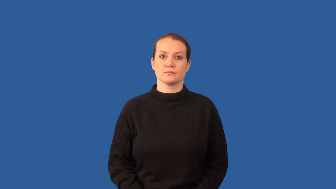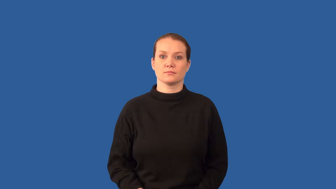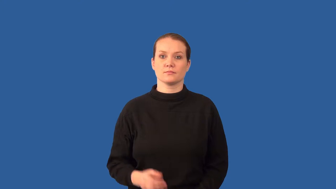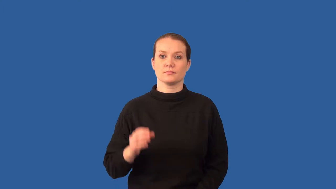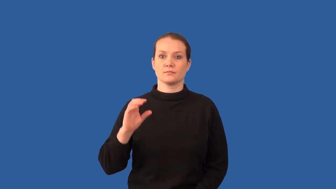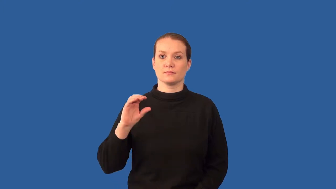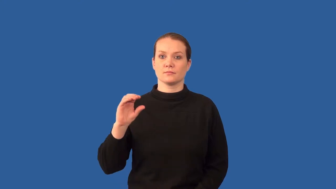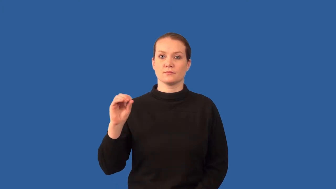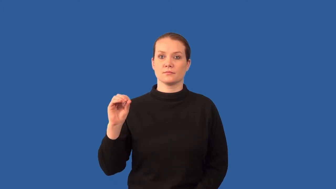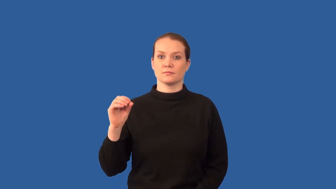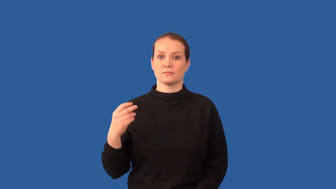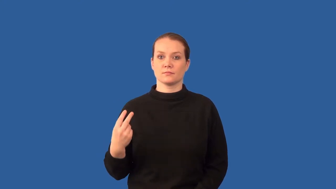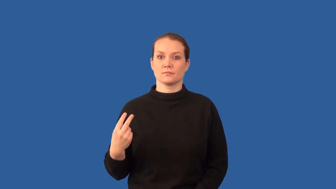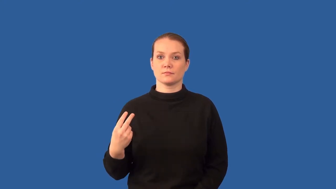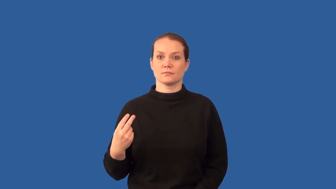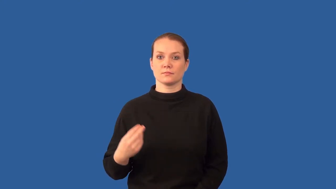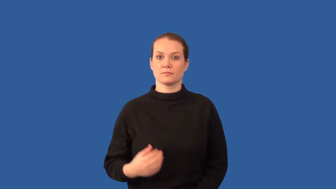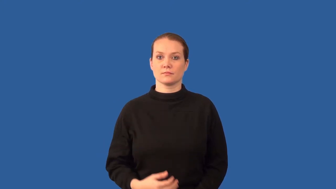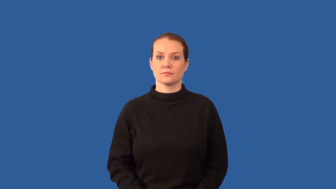carbon dioxide